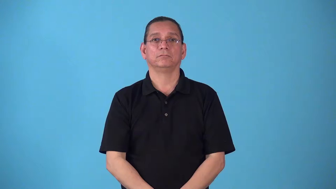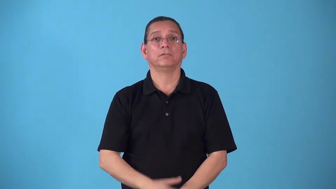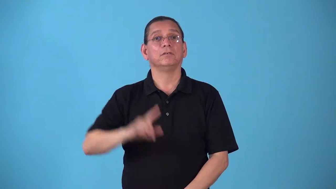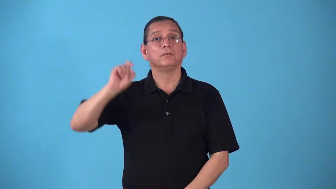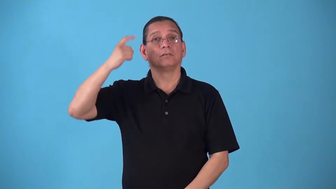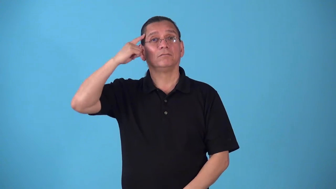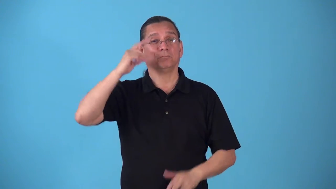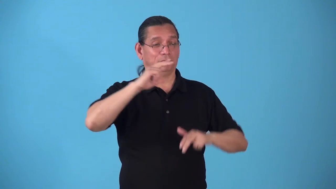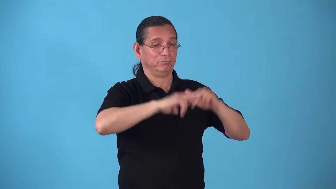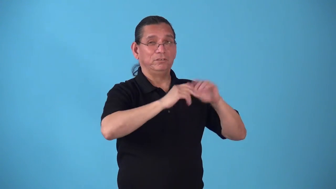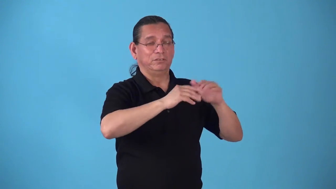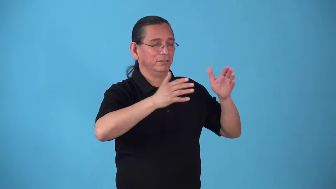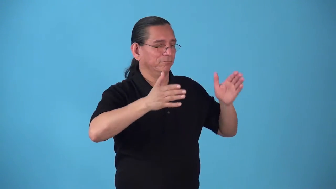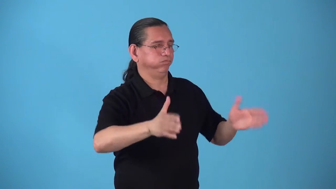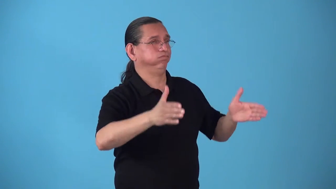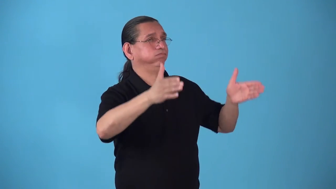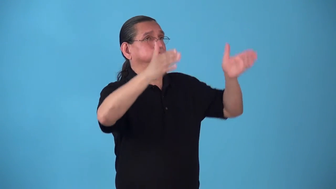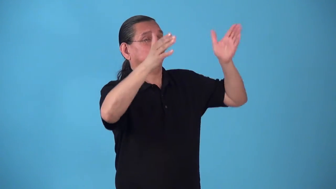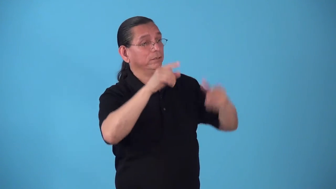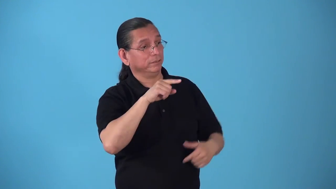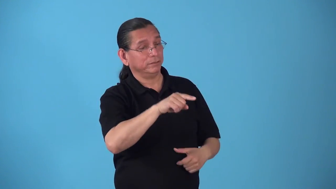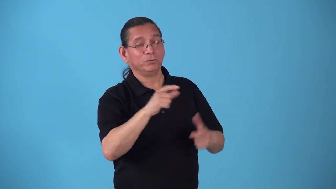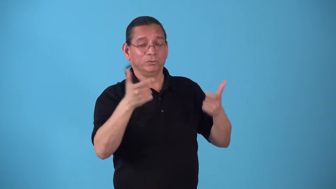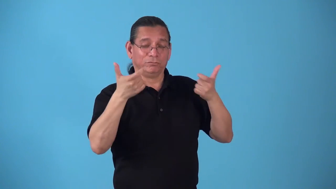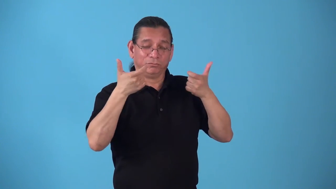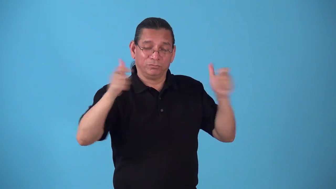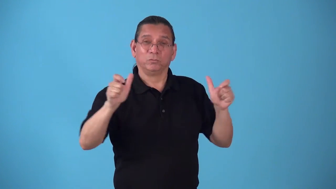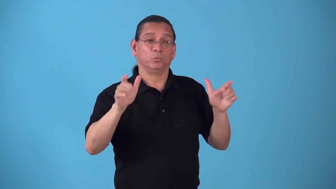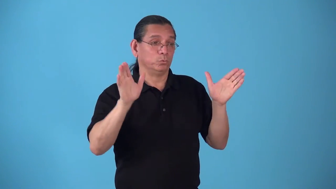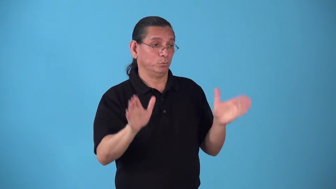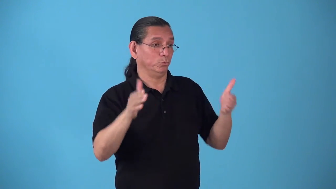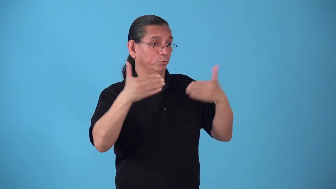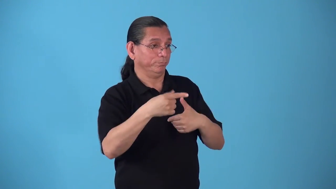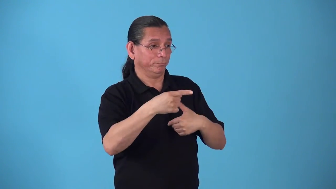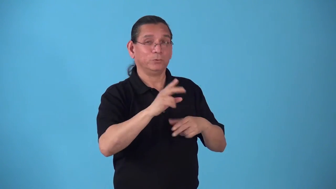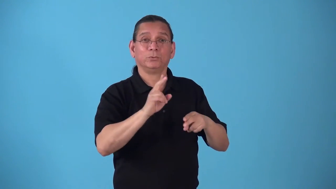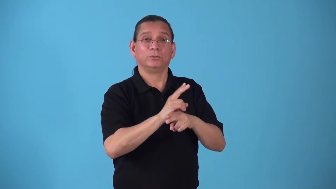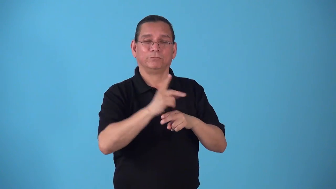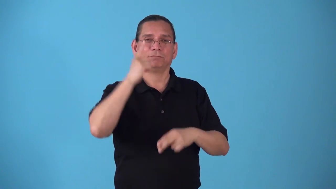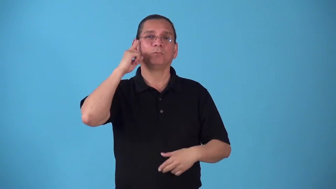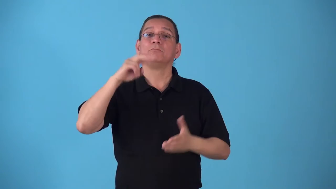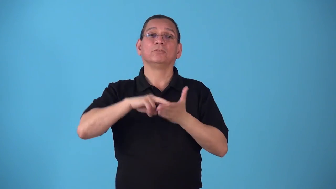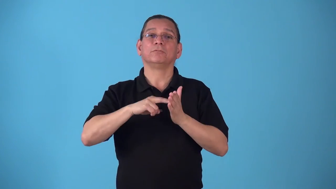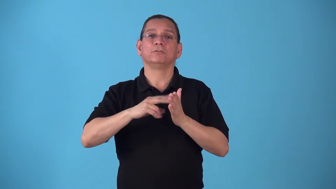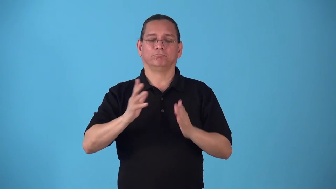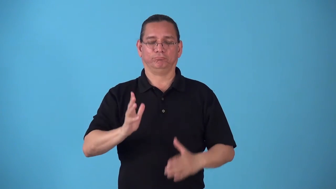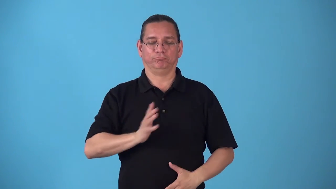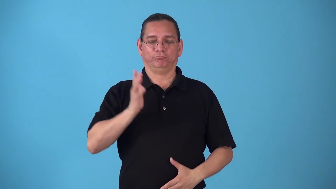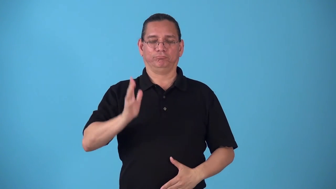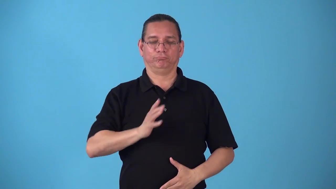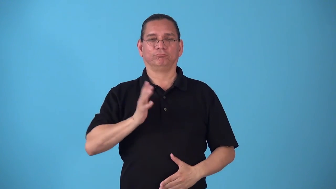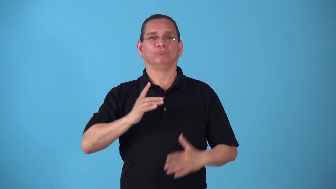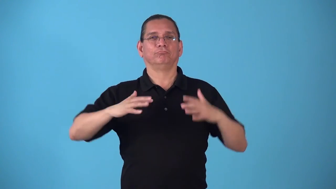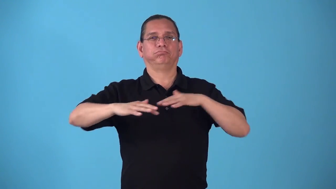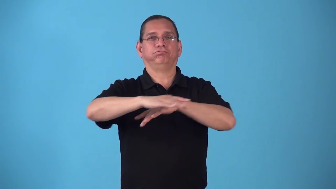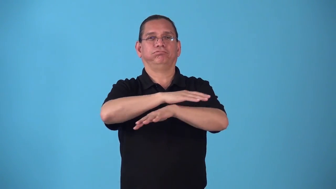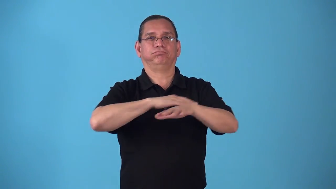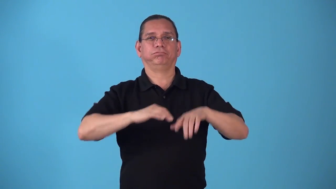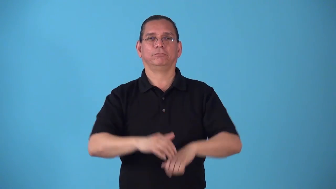stateroom